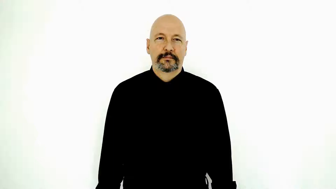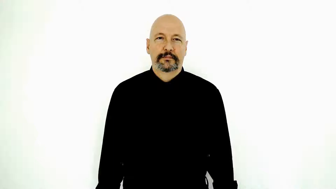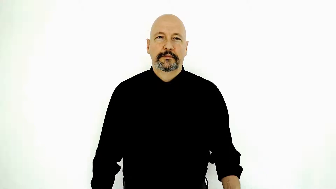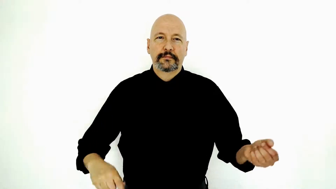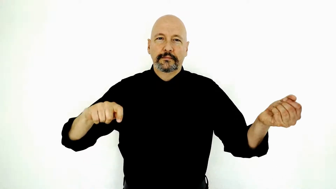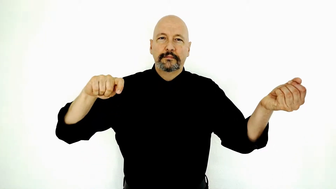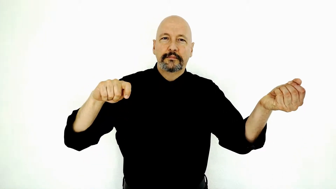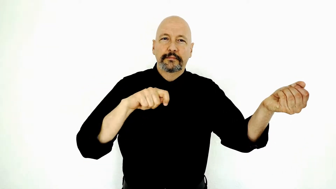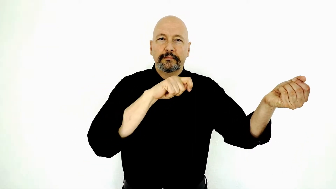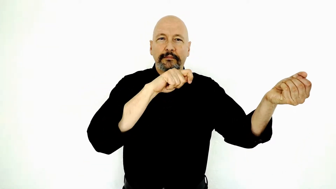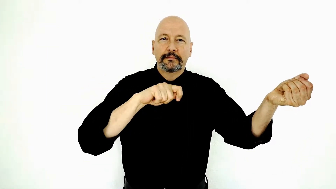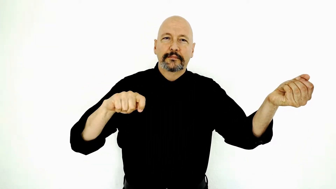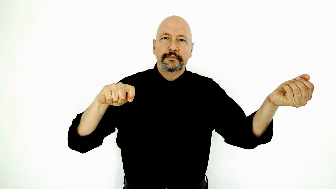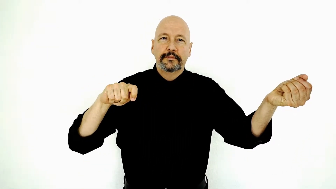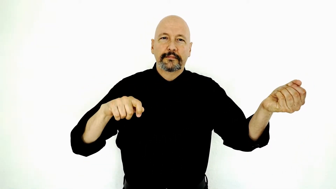VIOLIN / fiddle